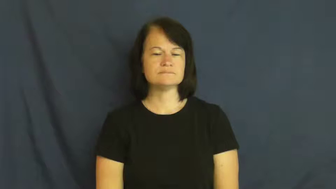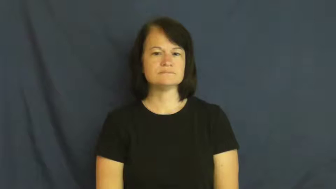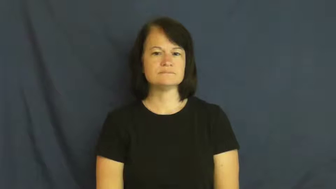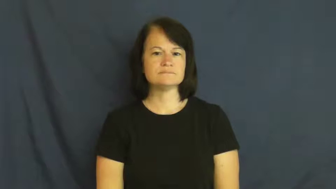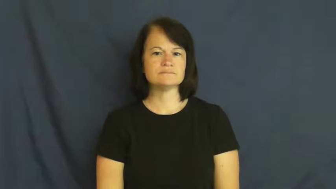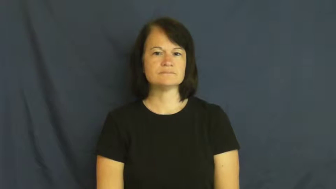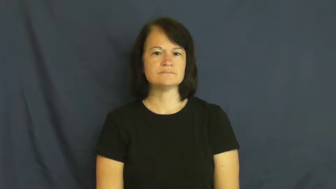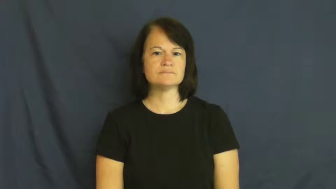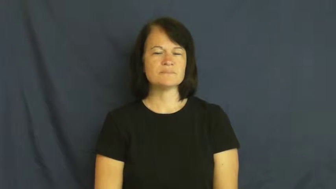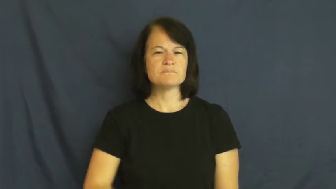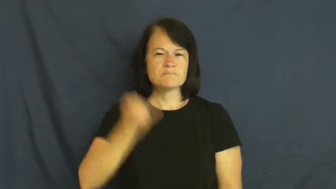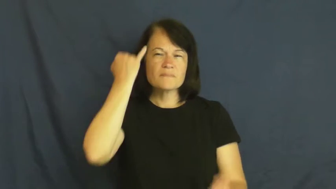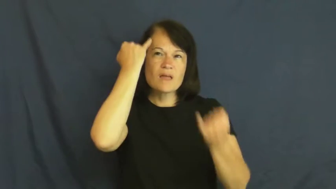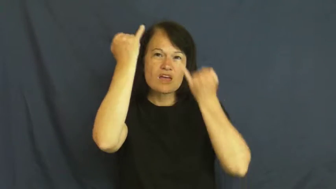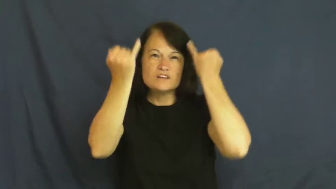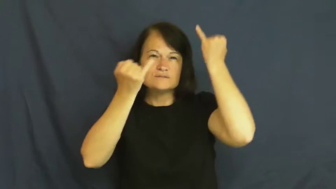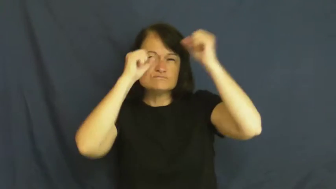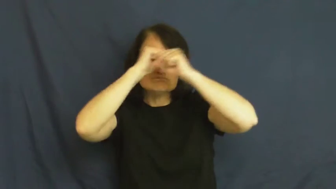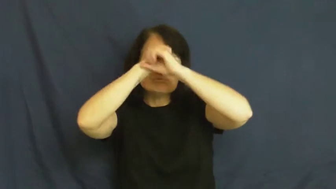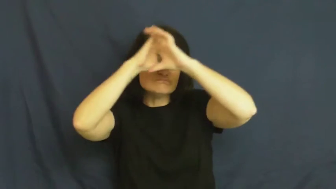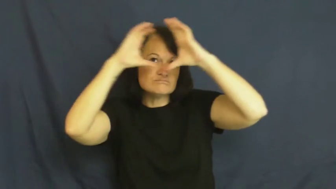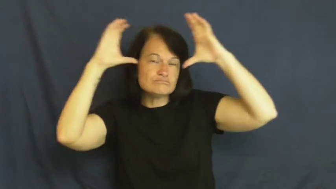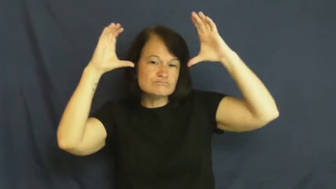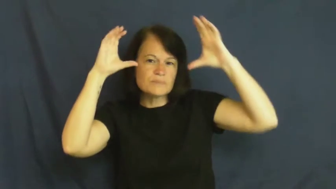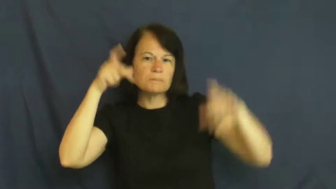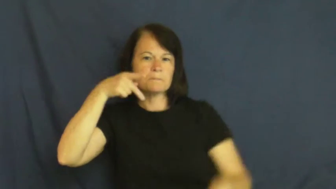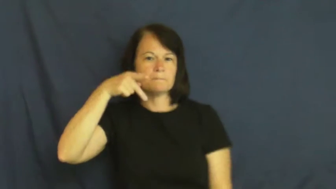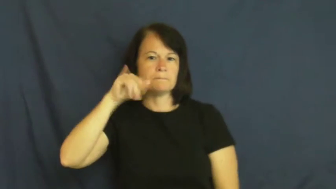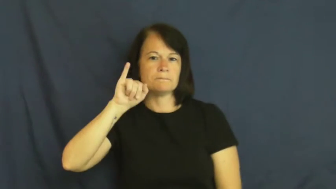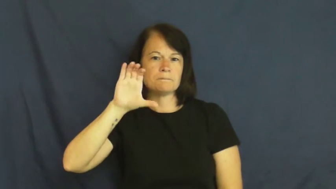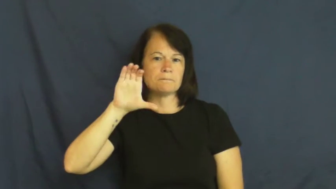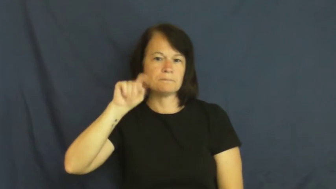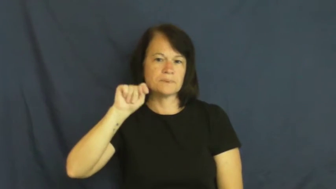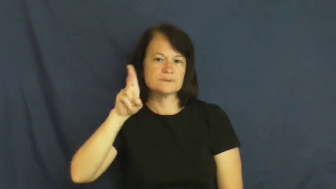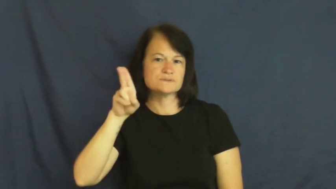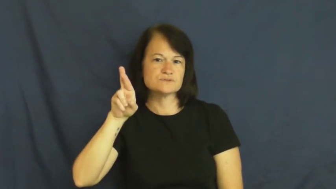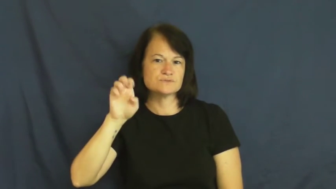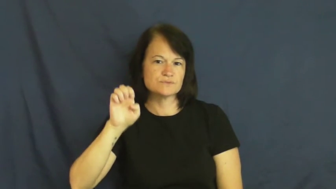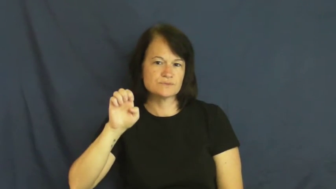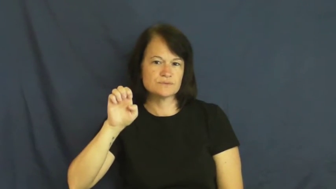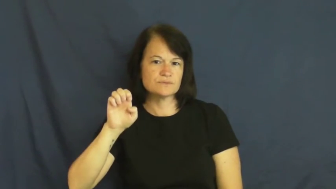picture-verb